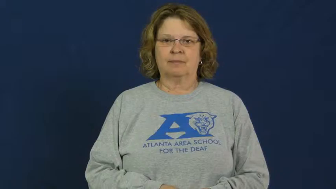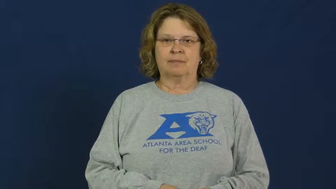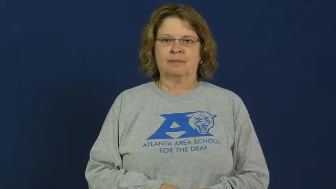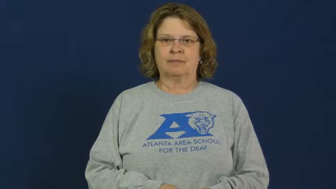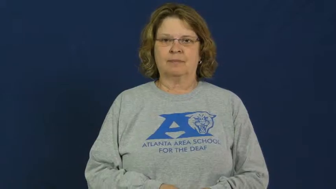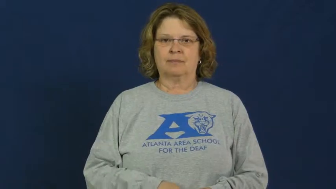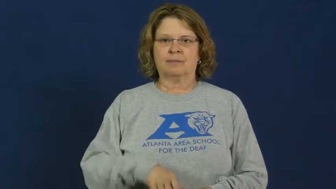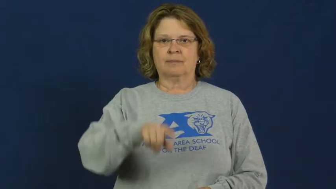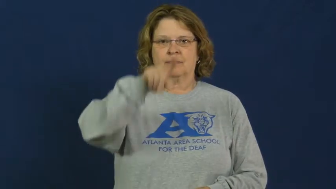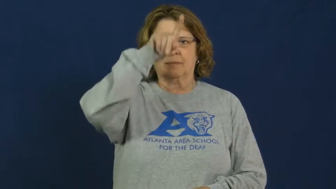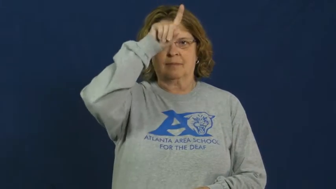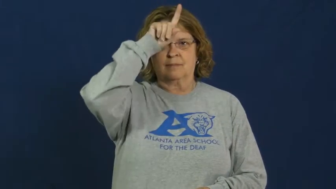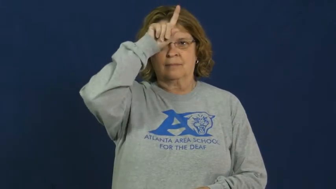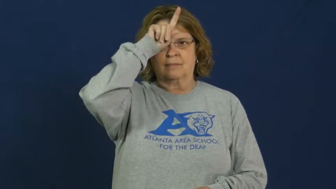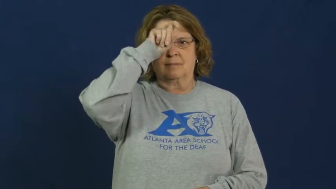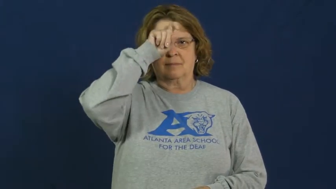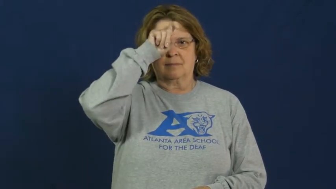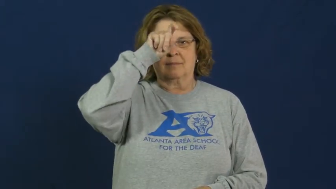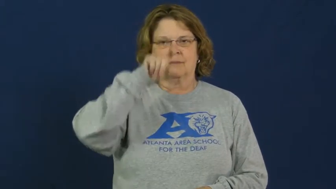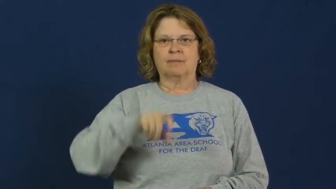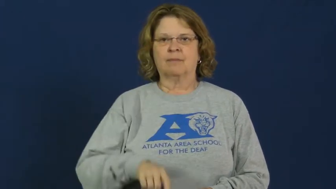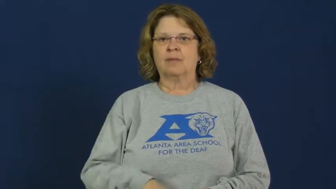paradox